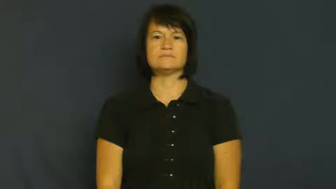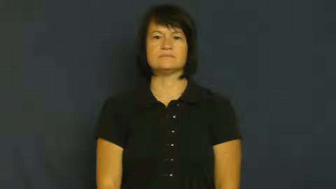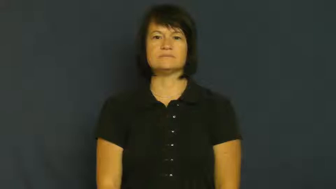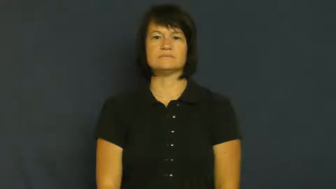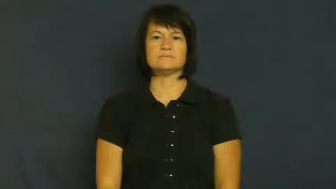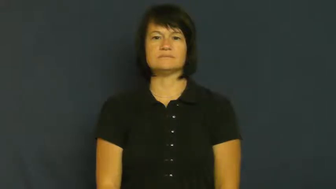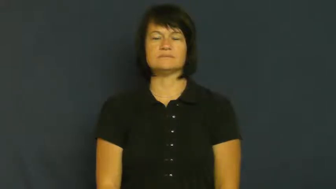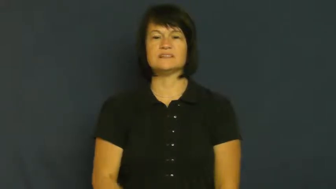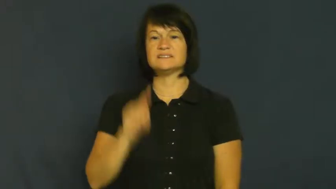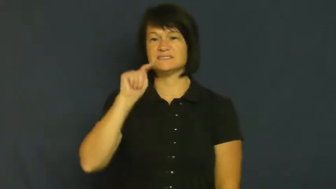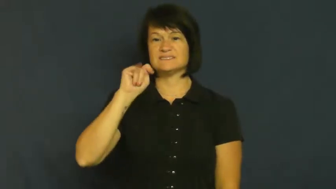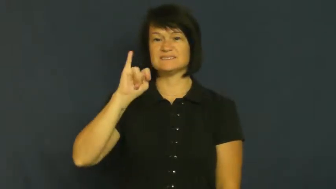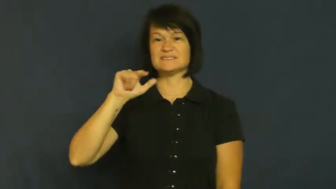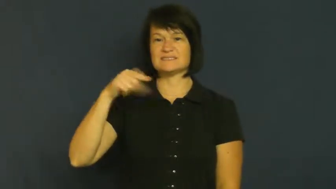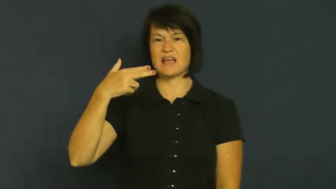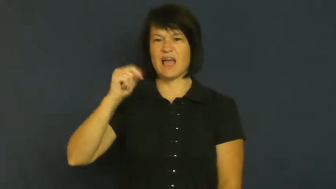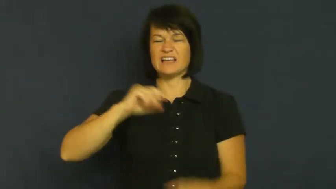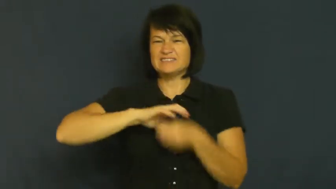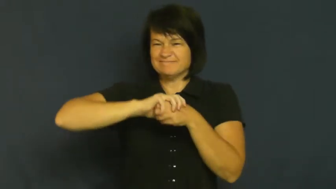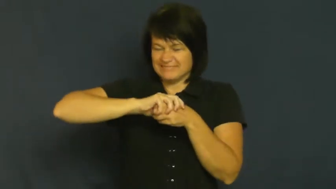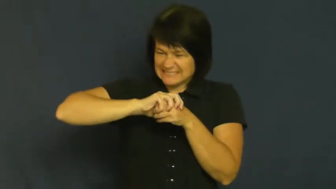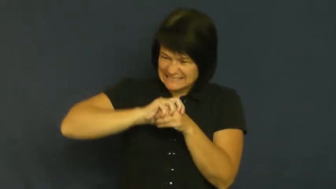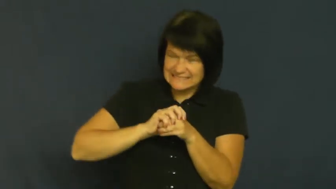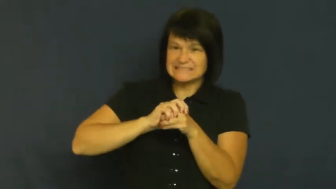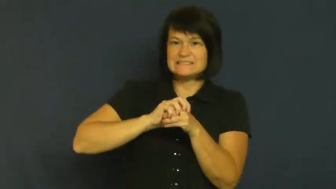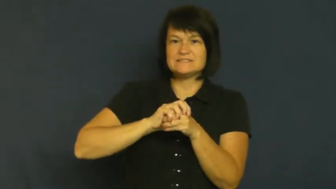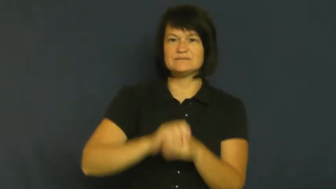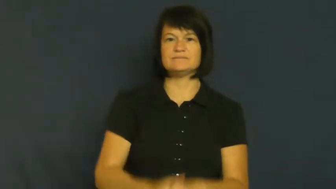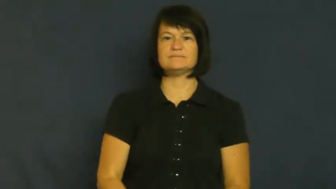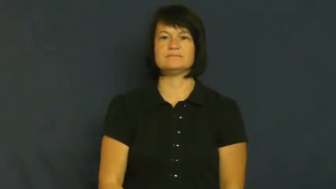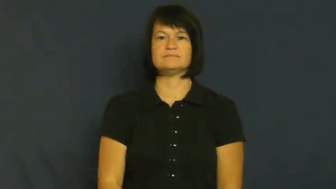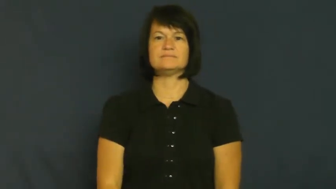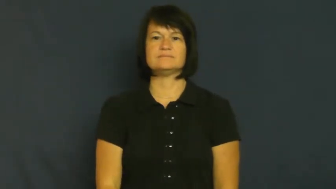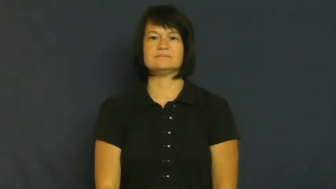tight-not loose